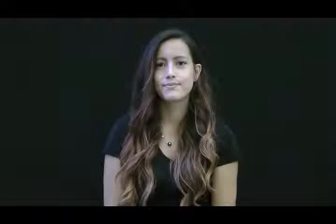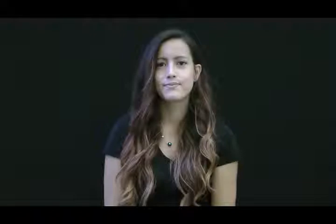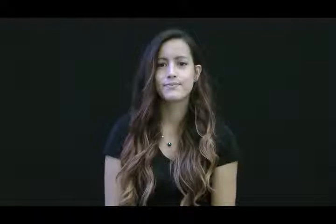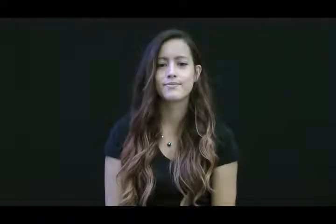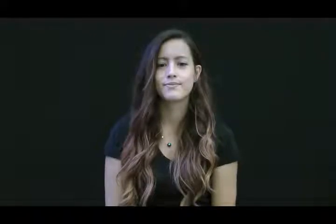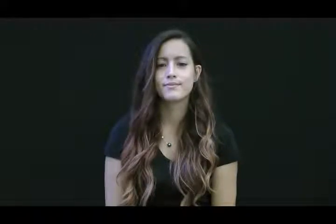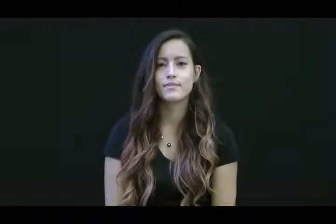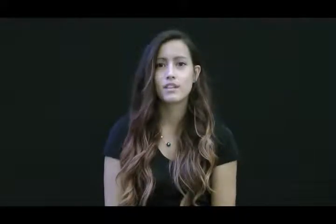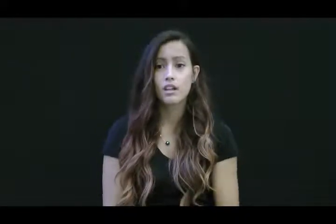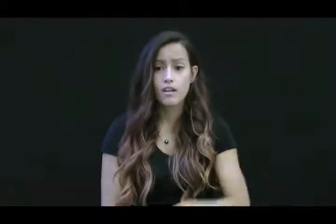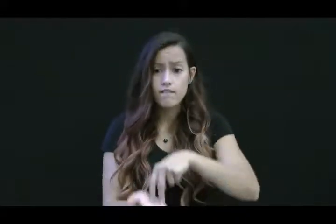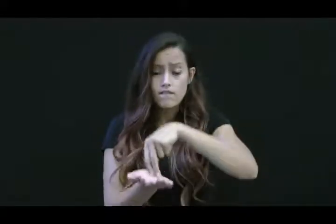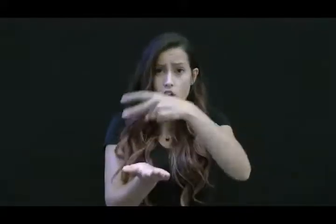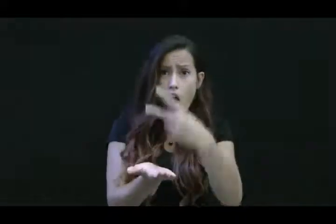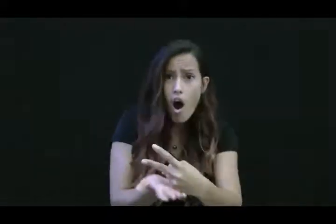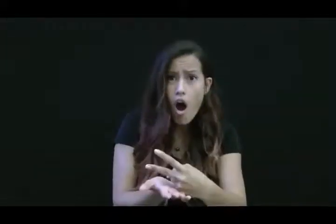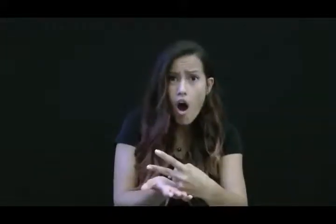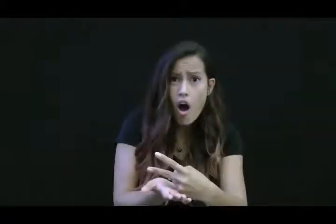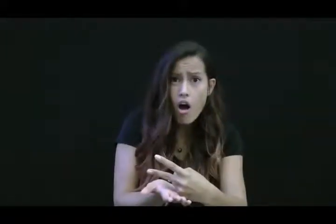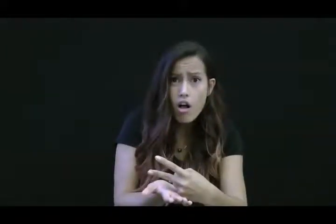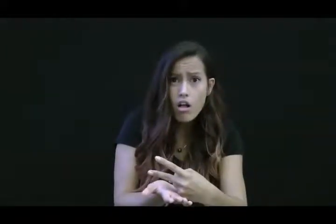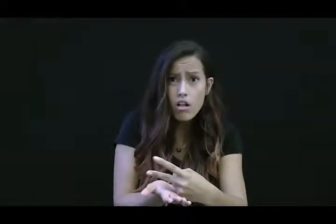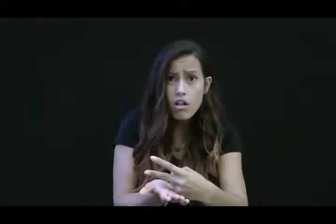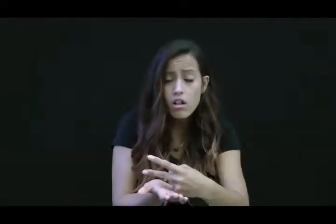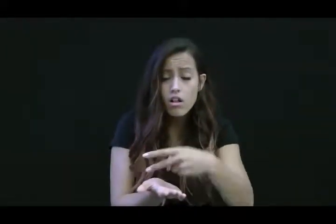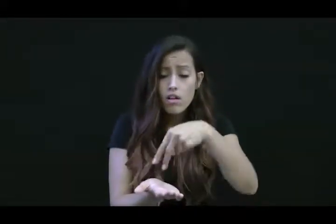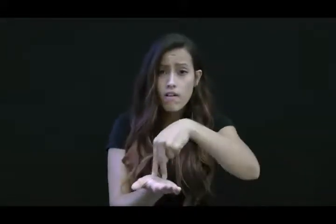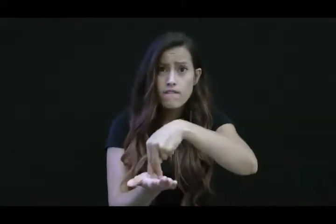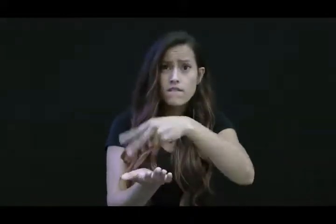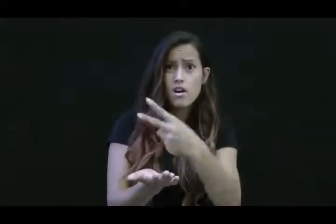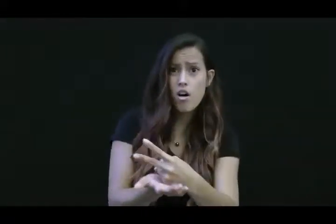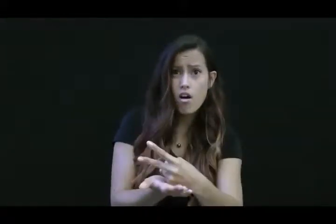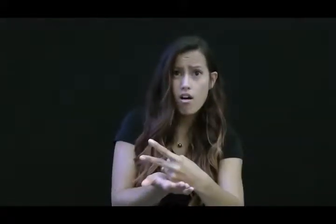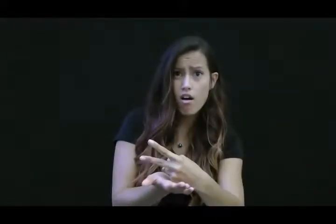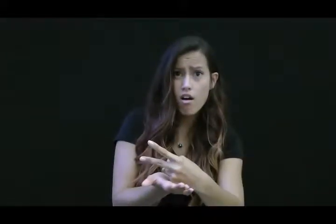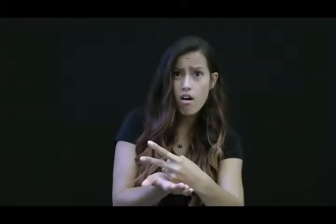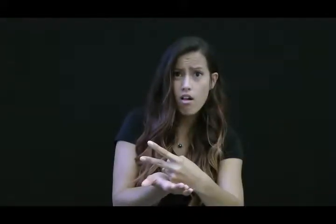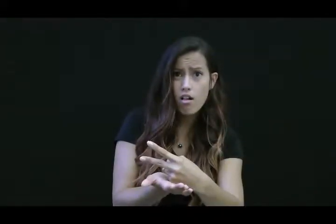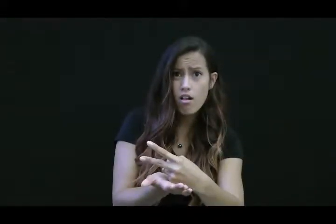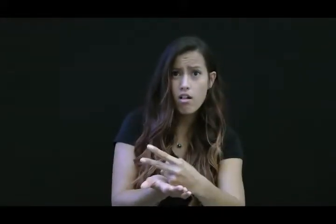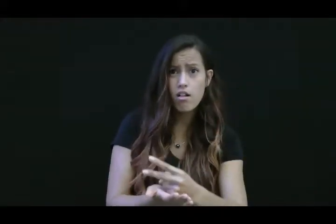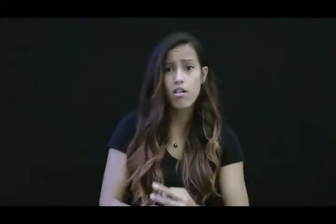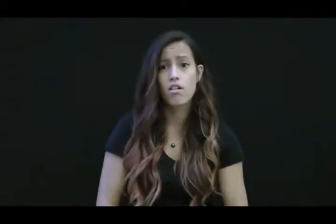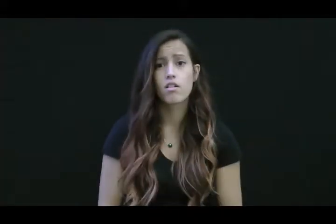fall